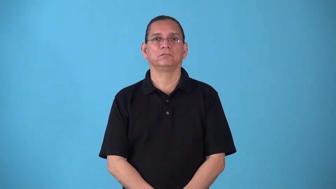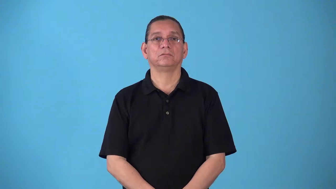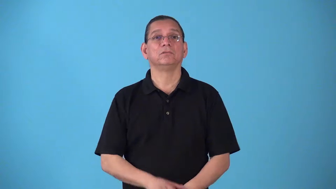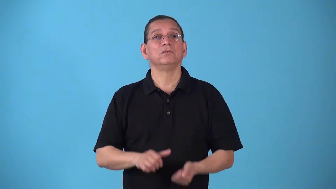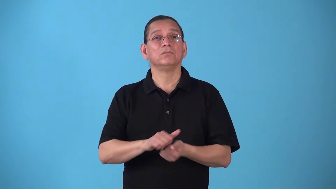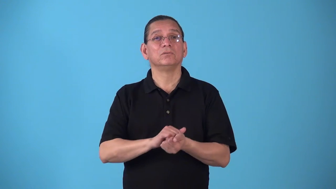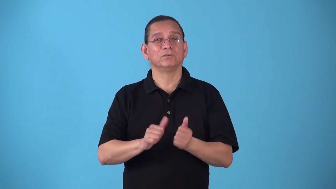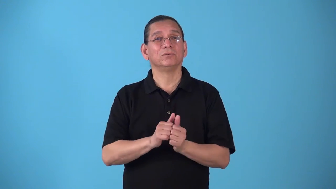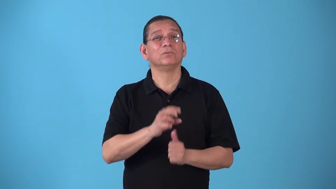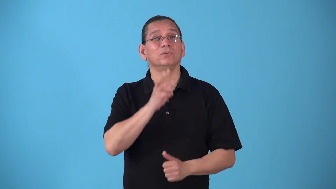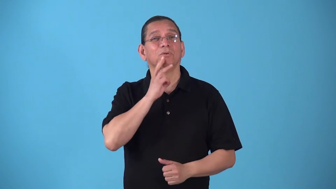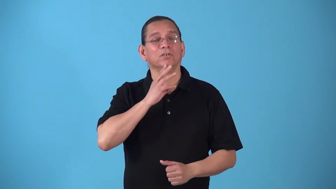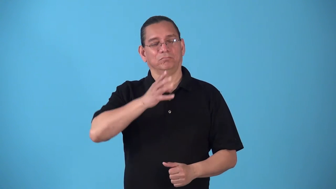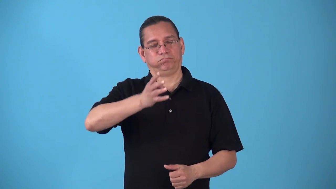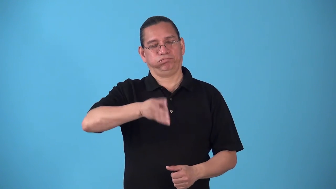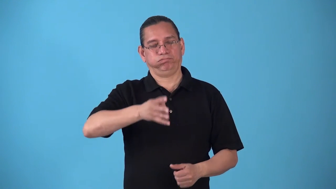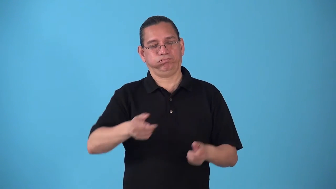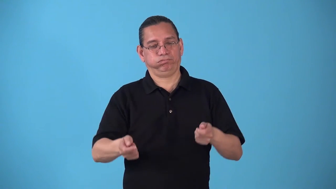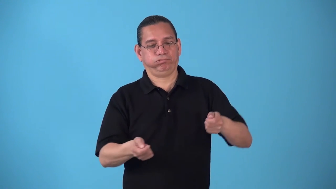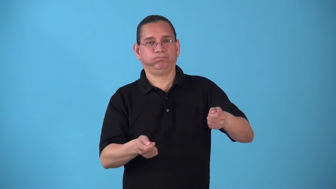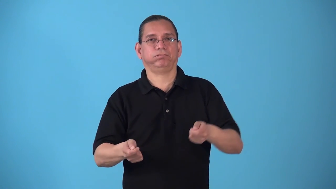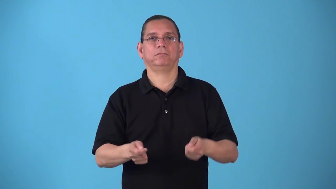sluice-wash with flow of water